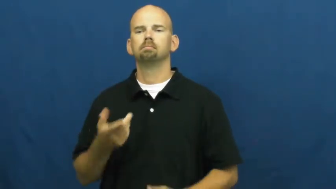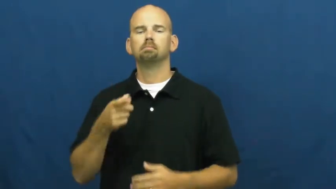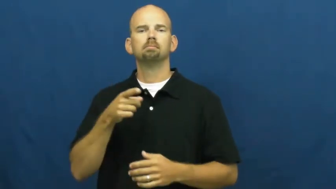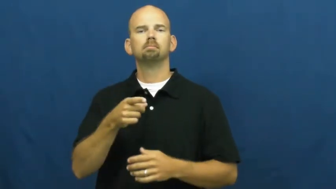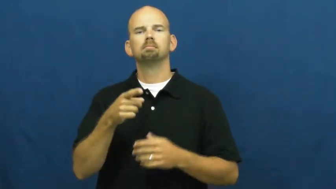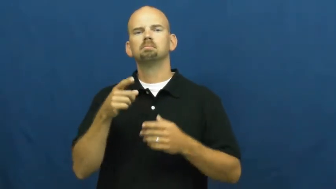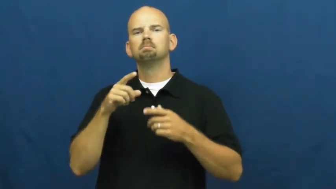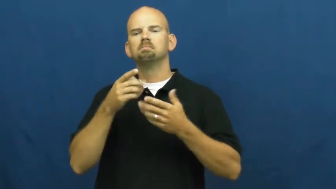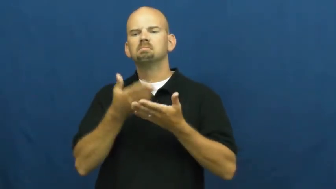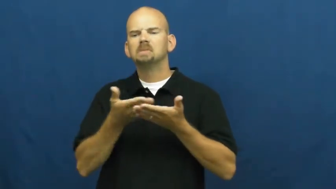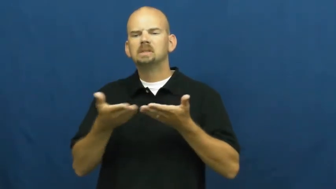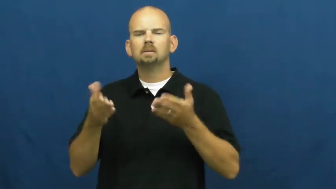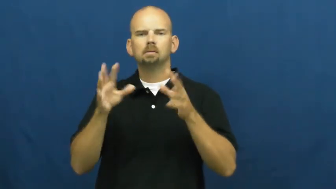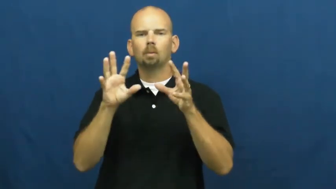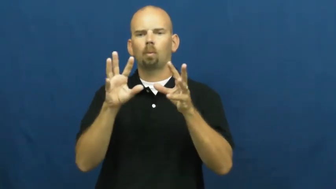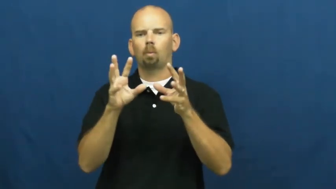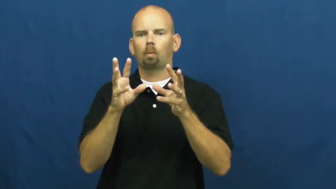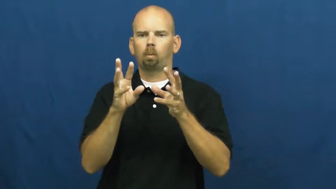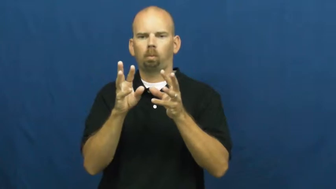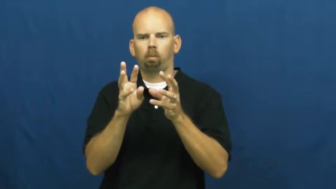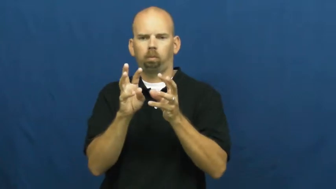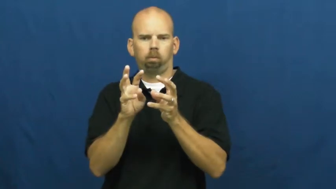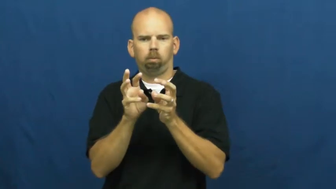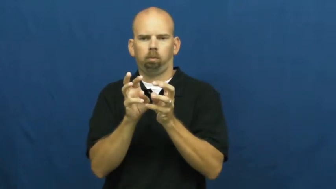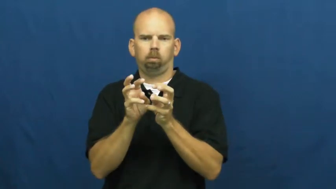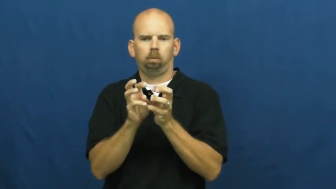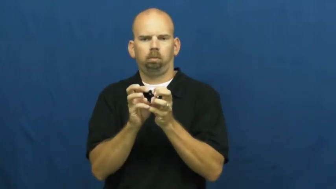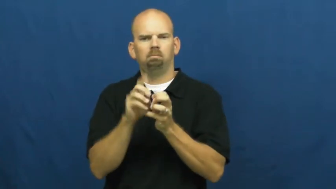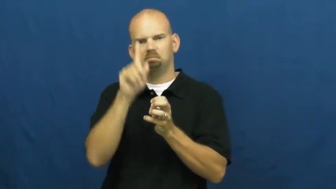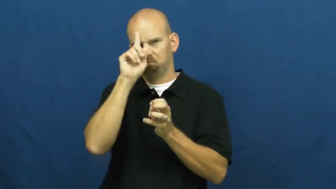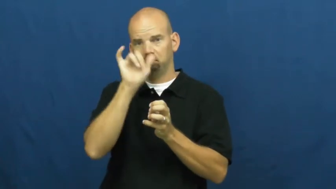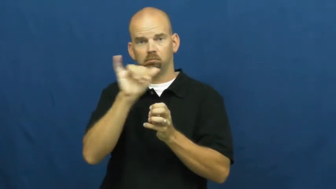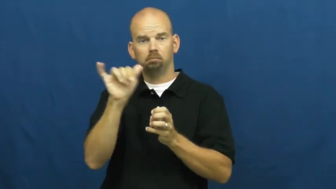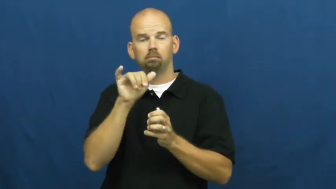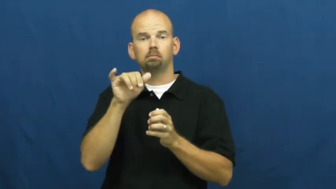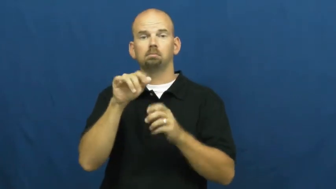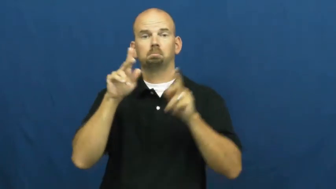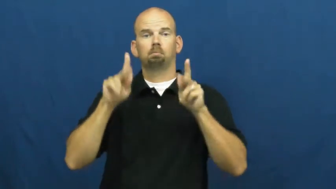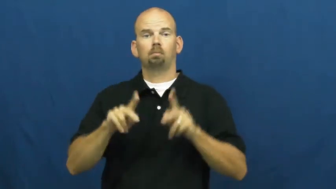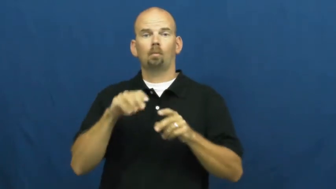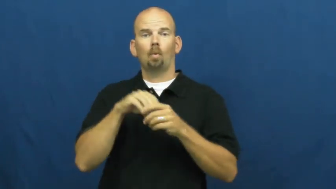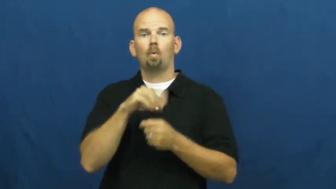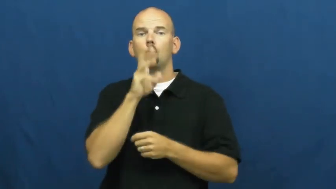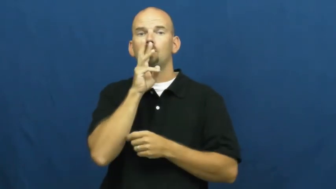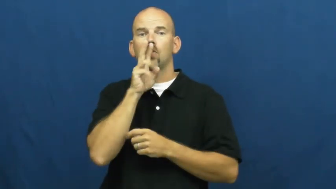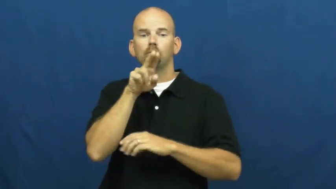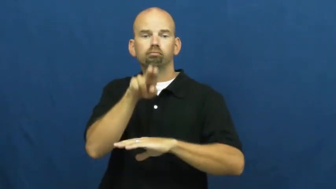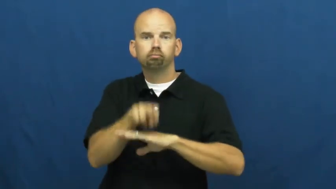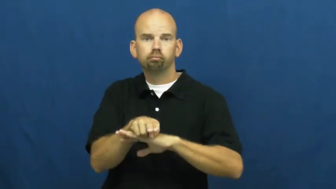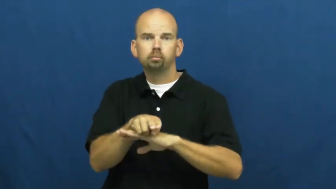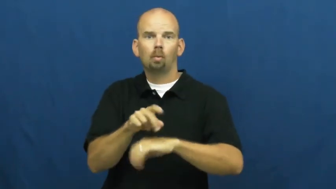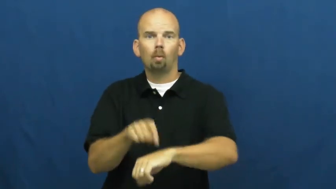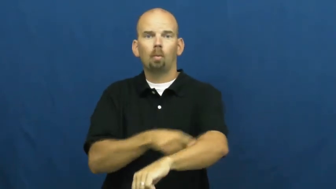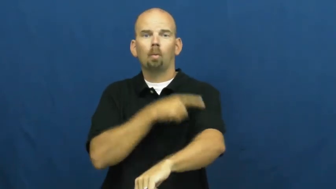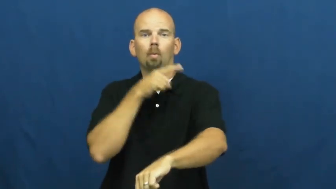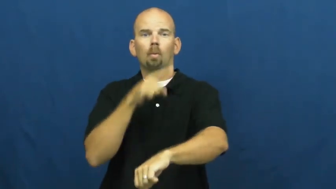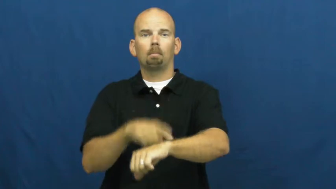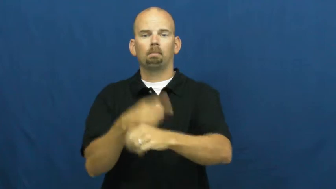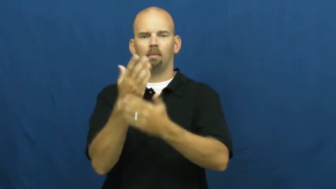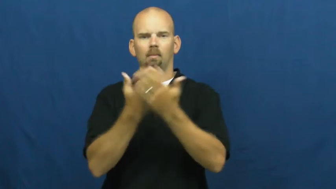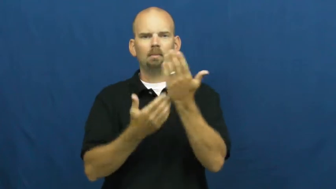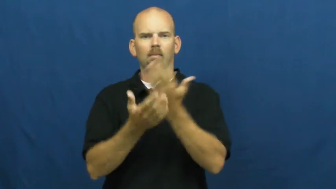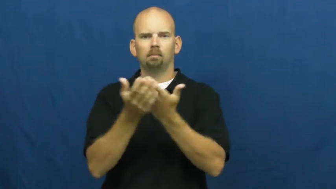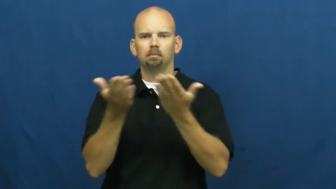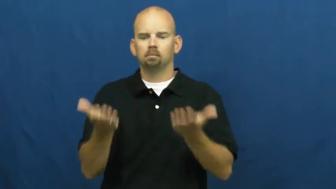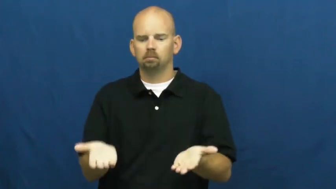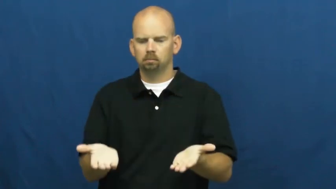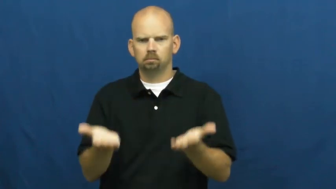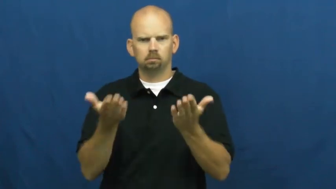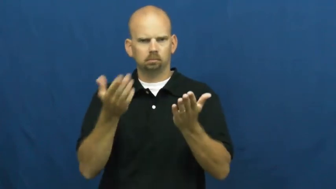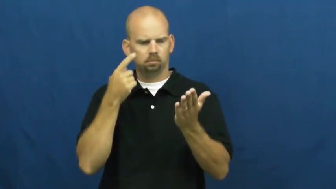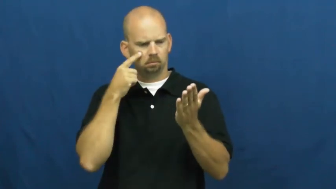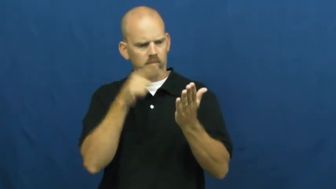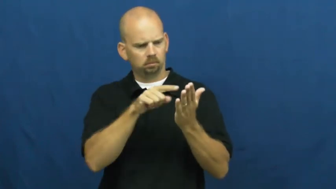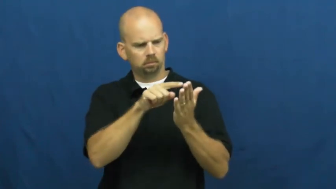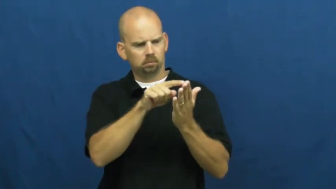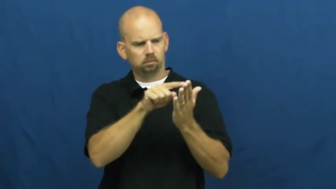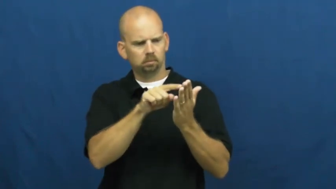shrivel,shrivel up